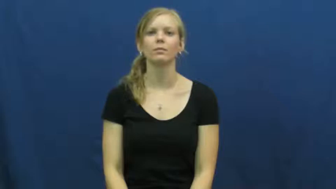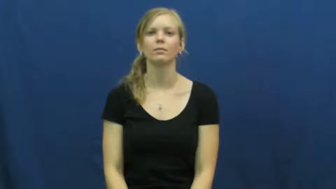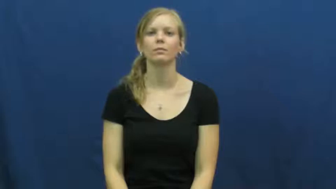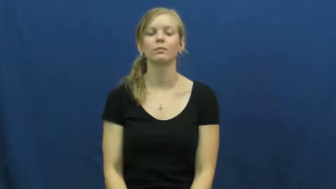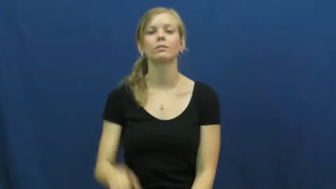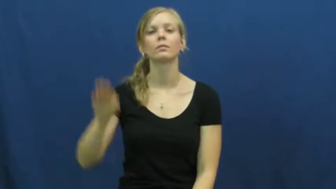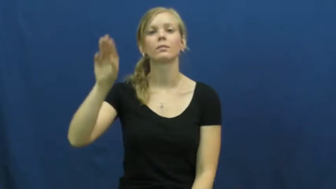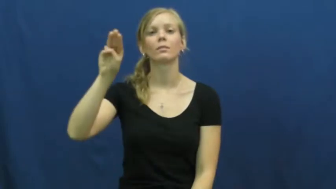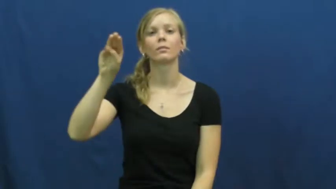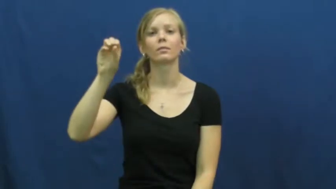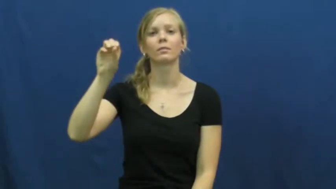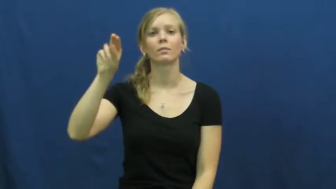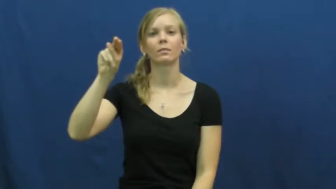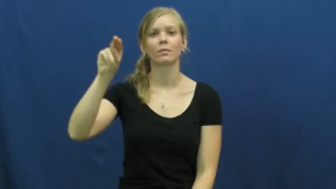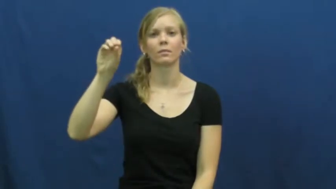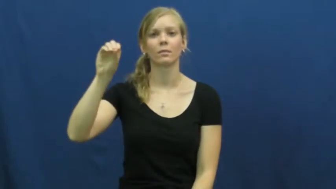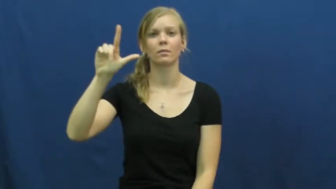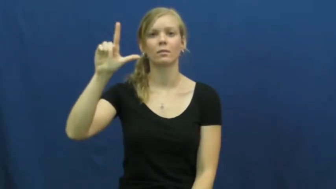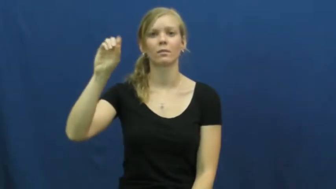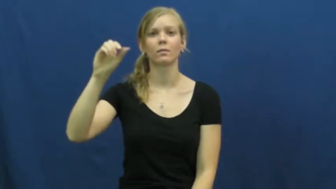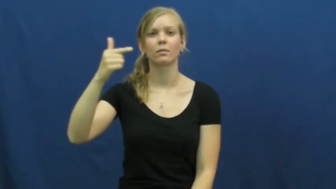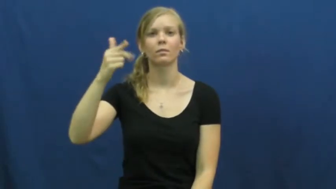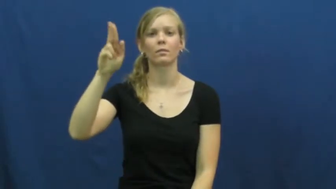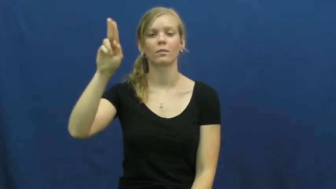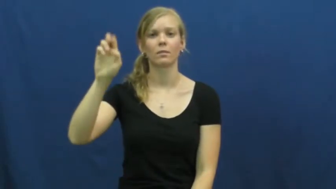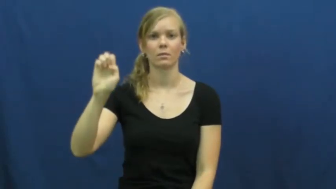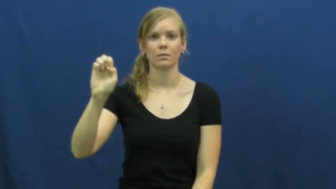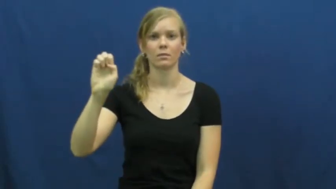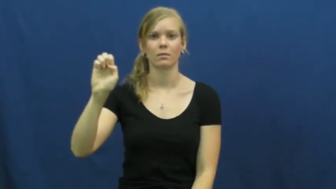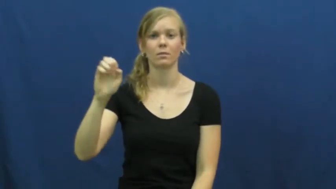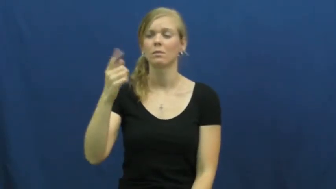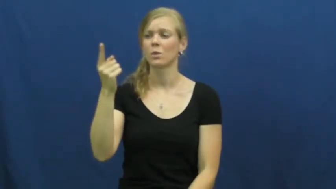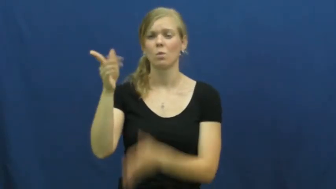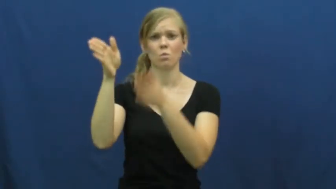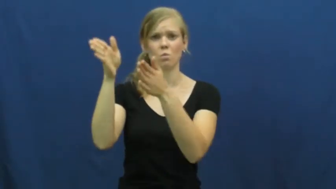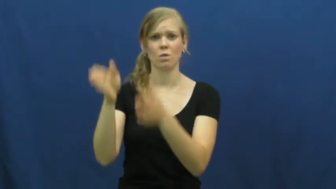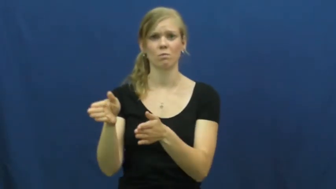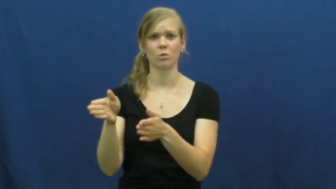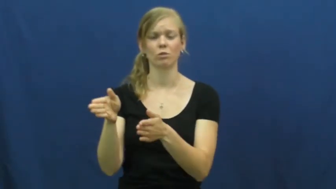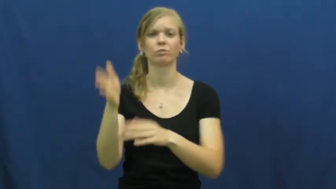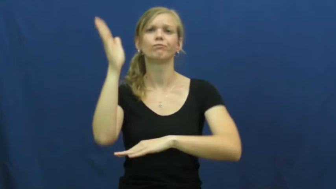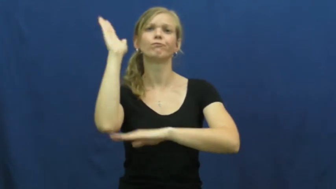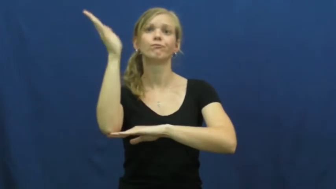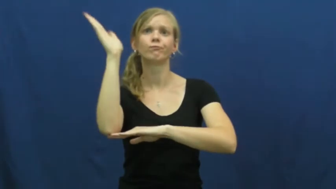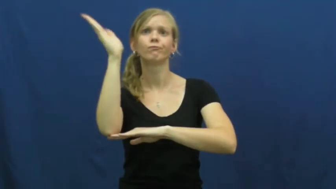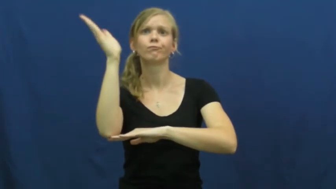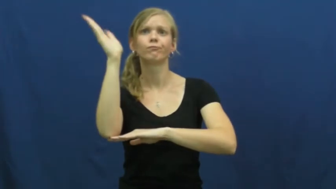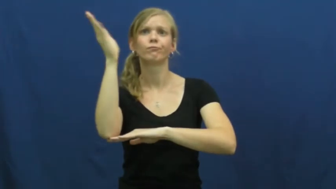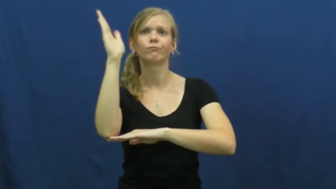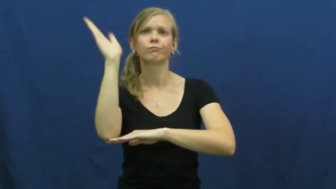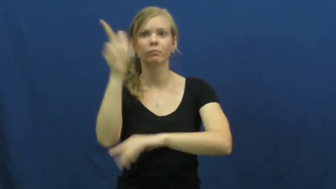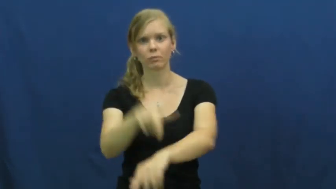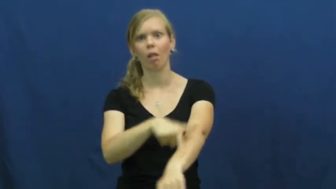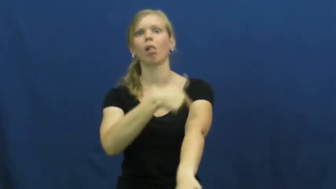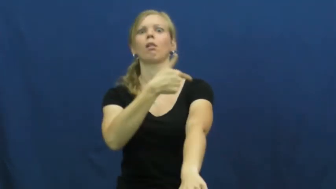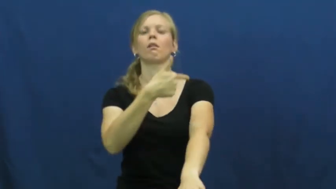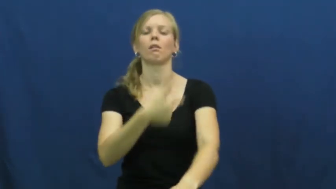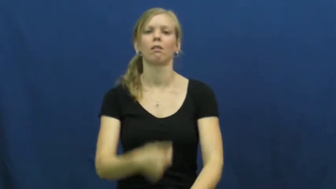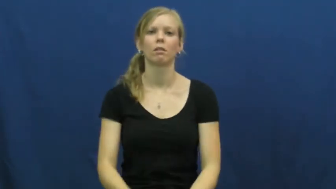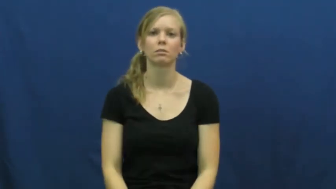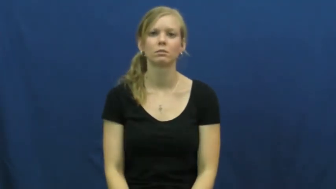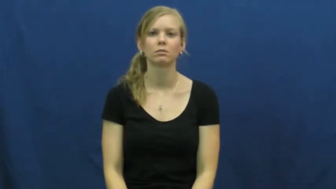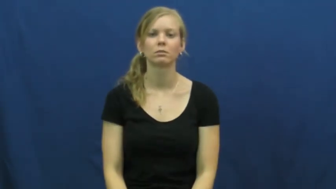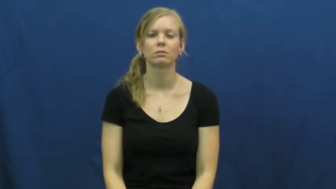monologue